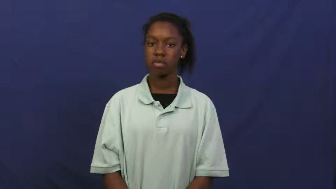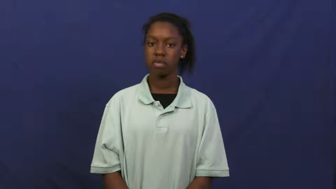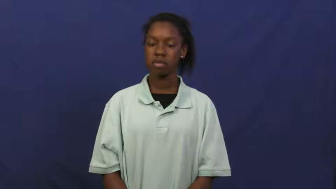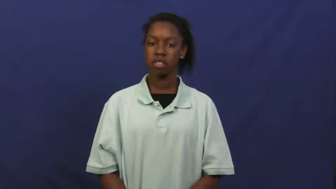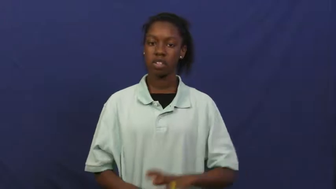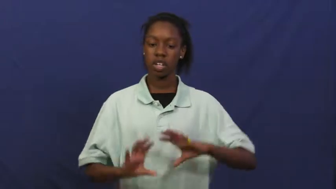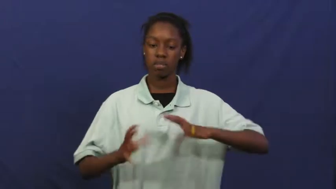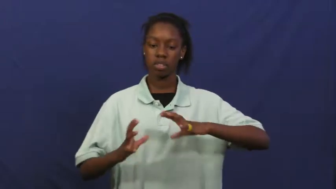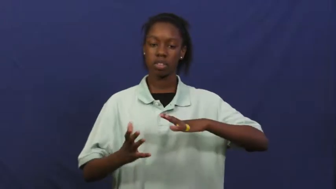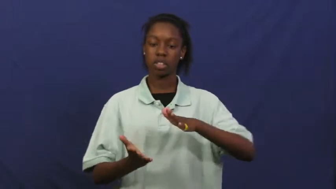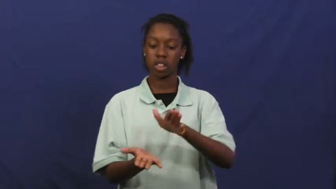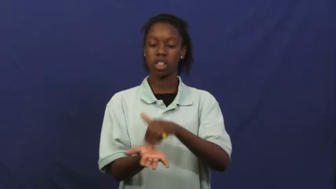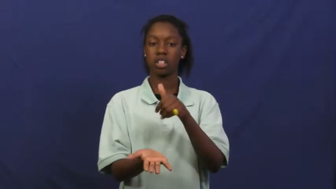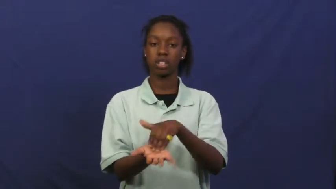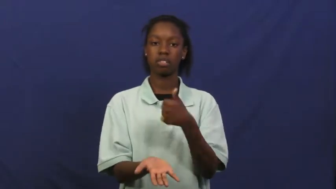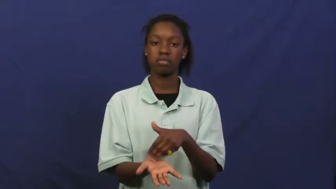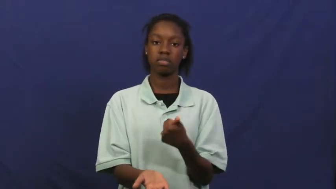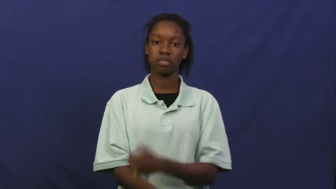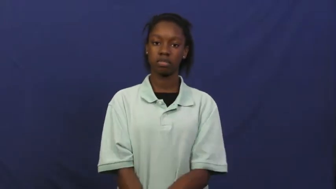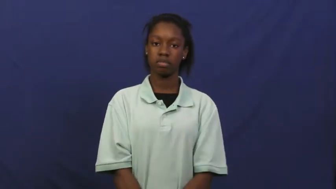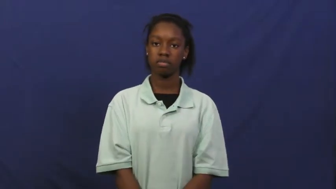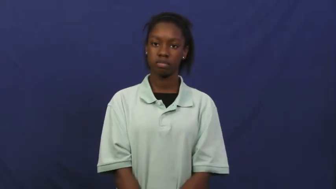detergent